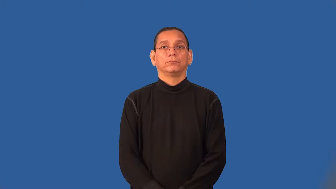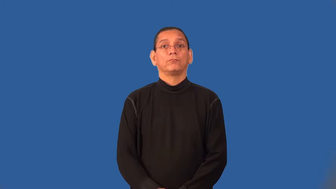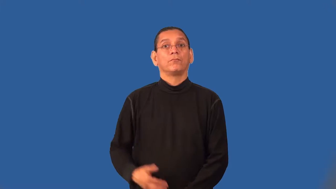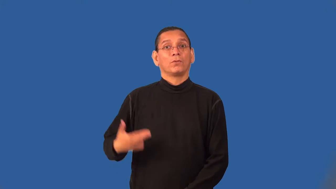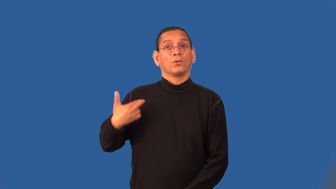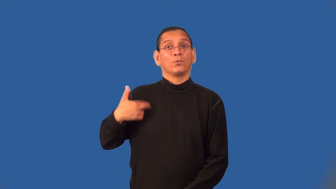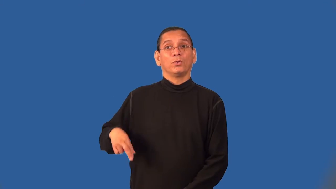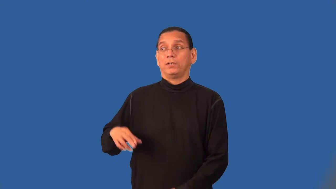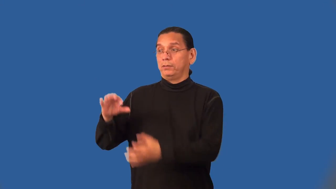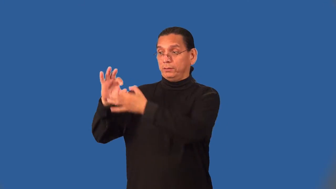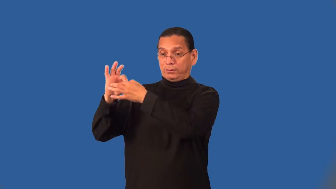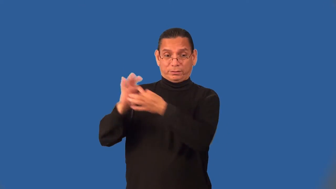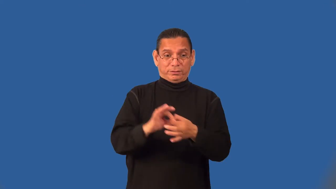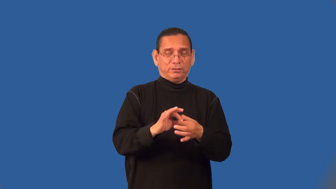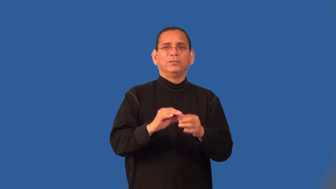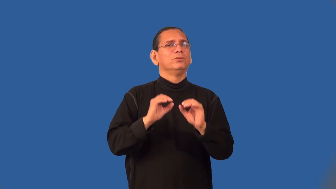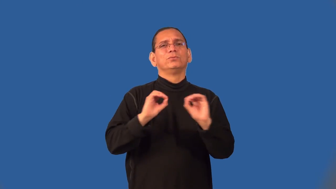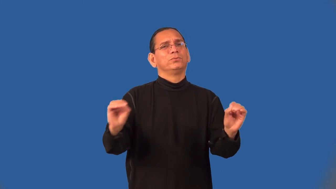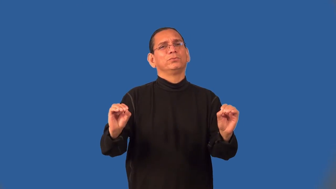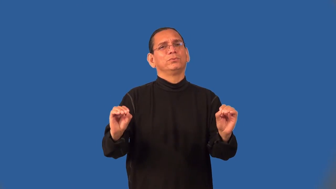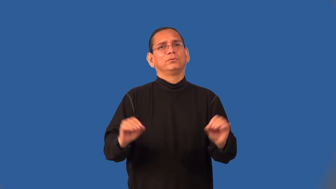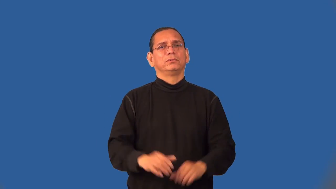secular,lay,laity,layman,temporal,civil